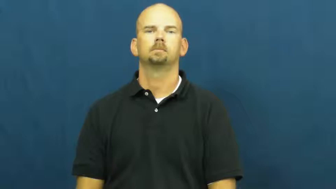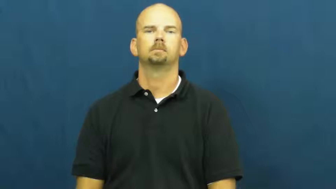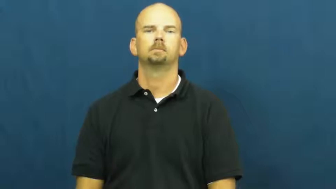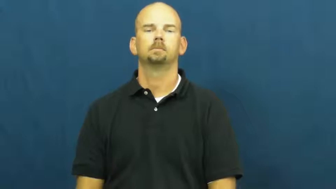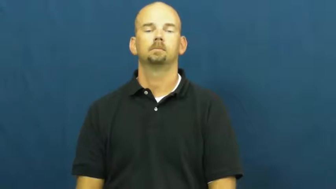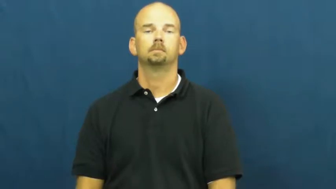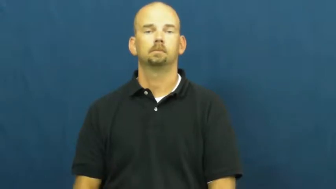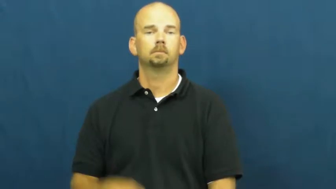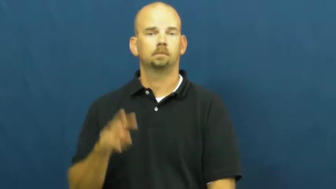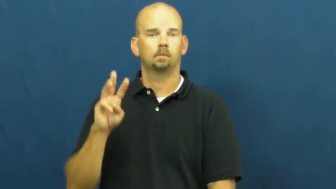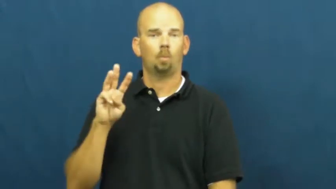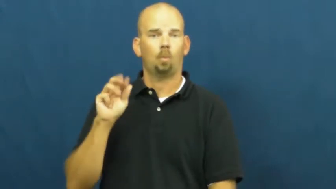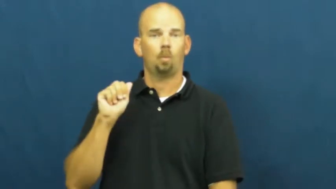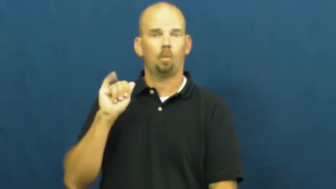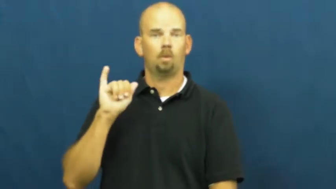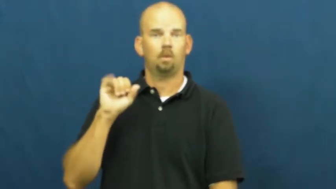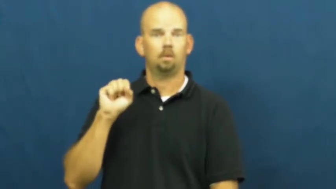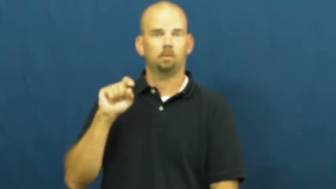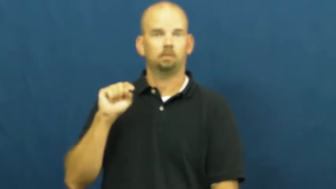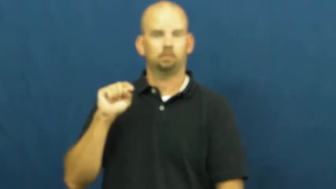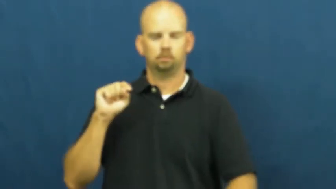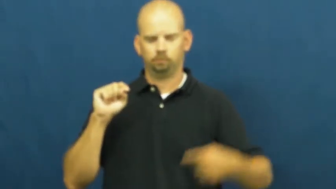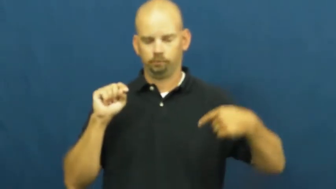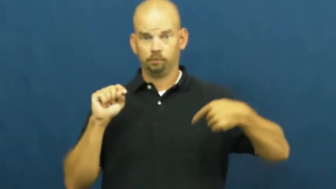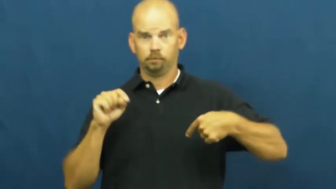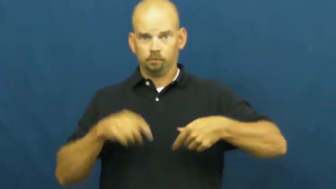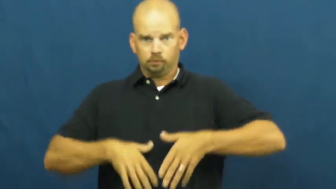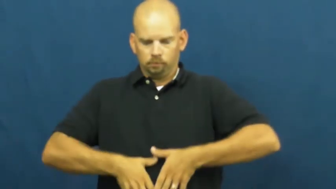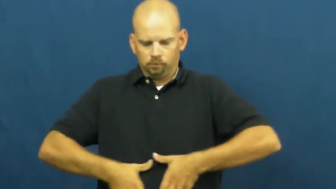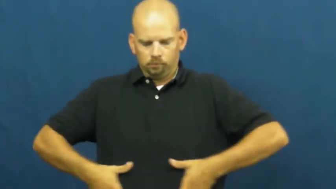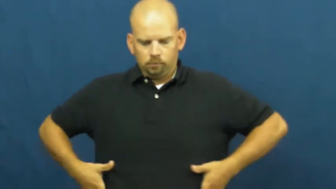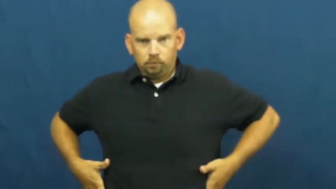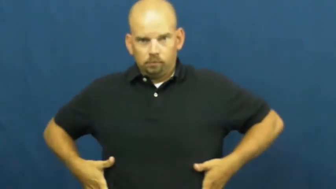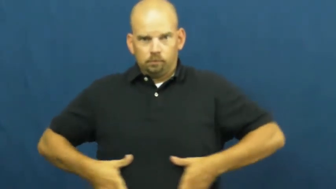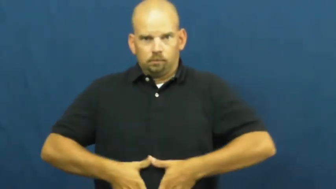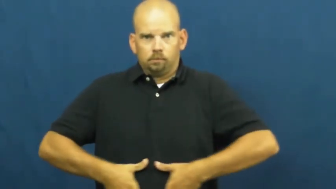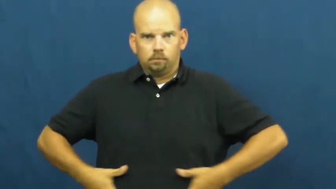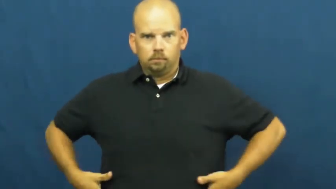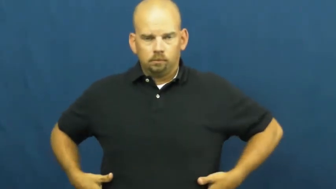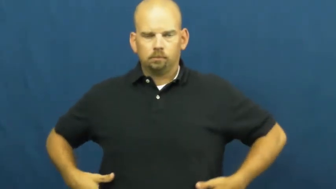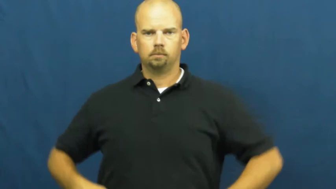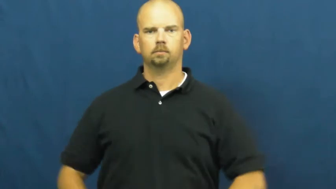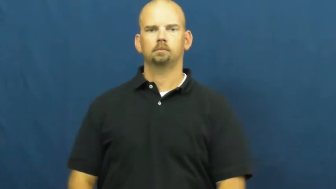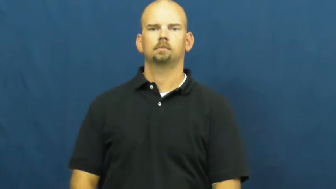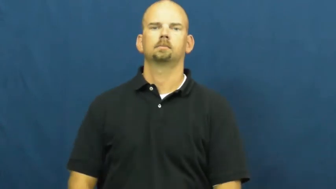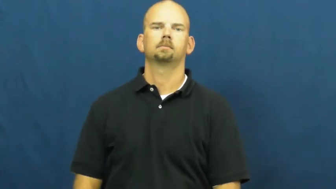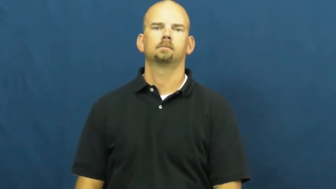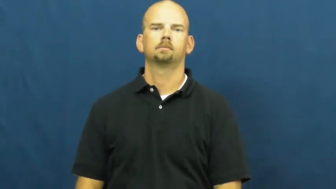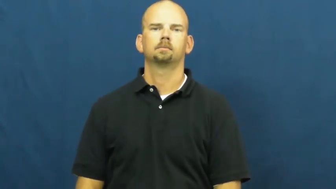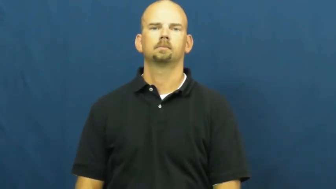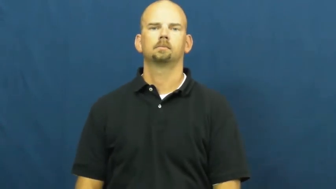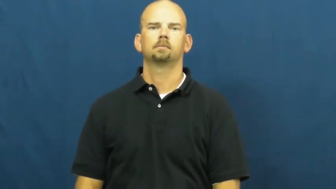waist,waistline